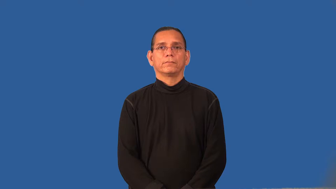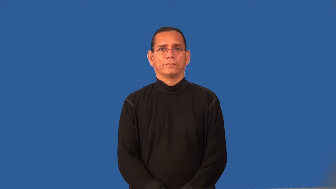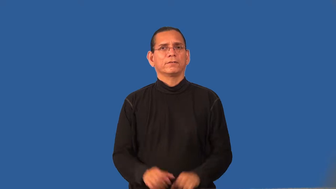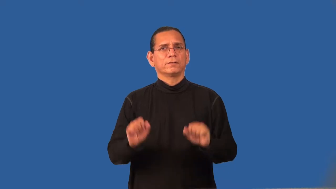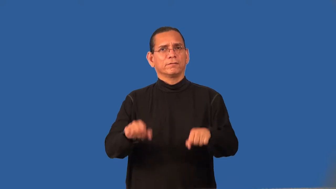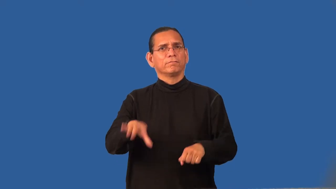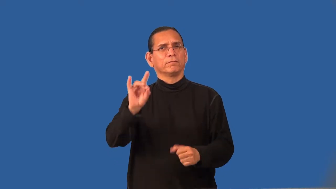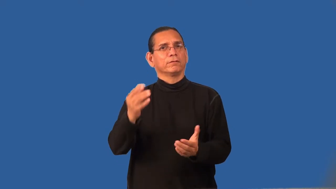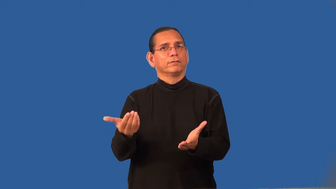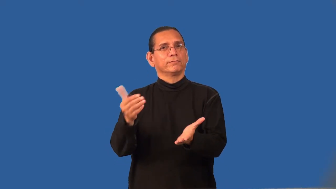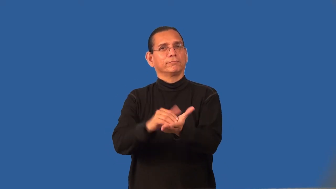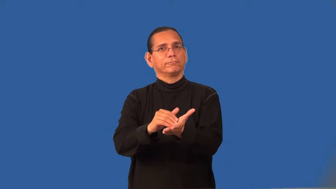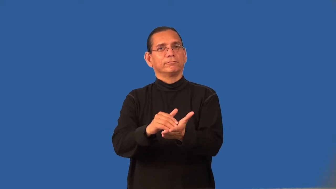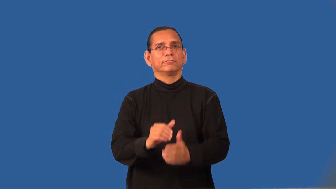recoverable